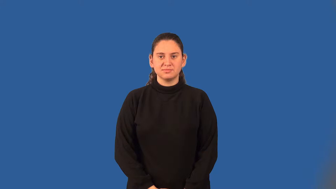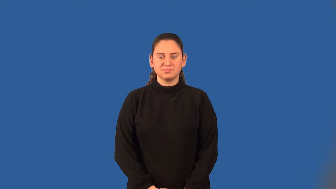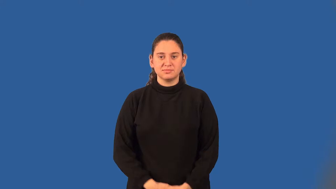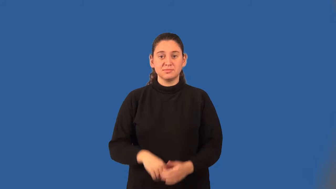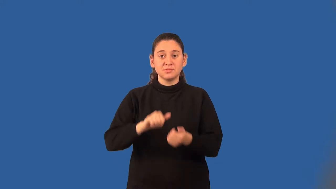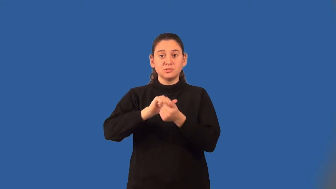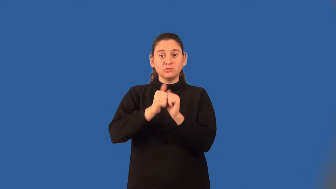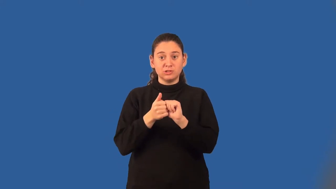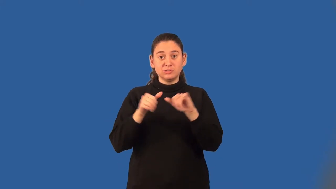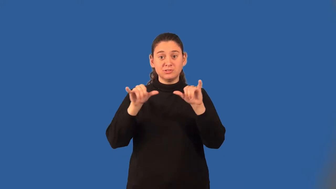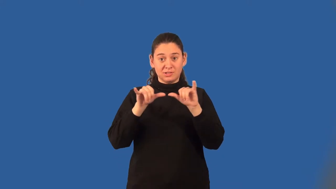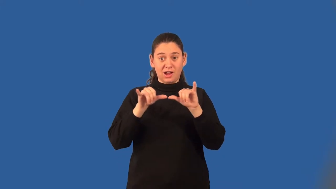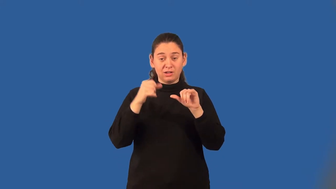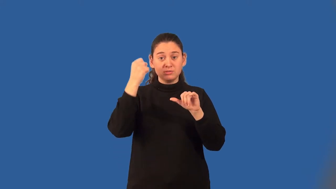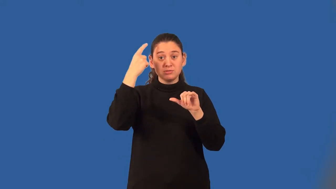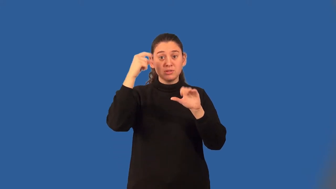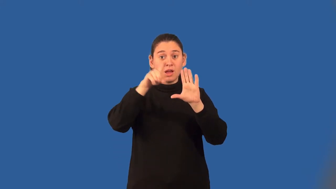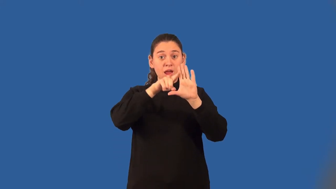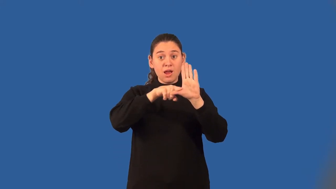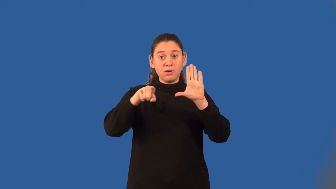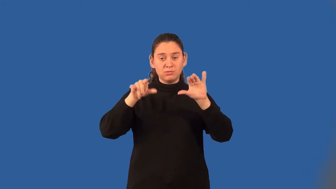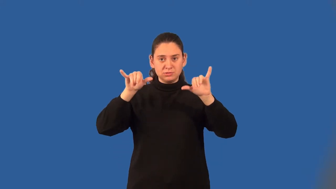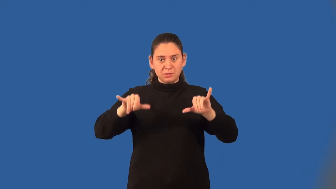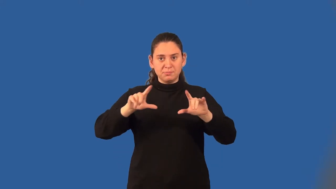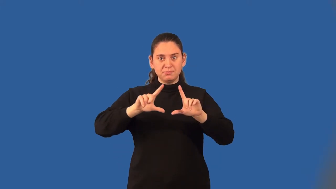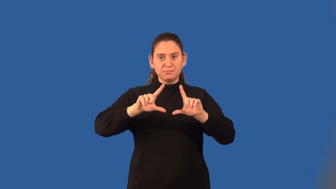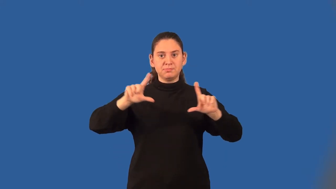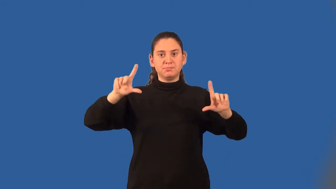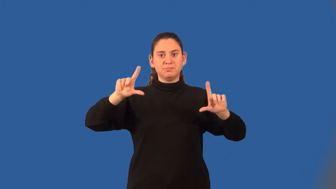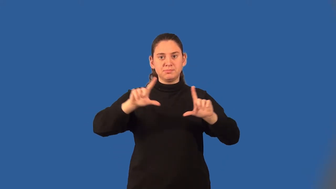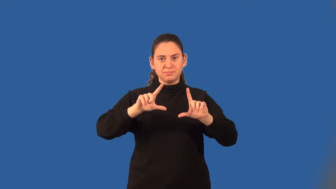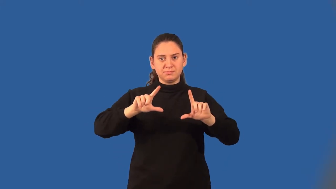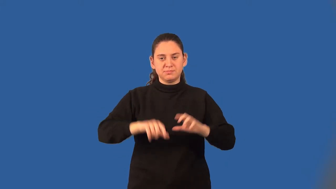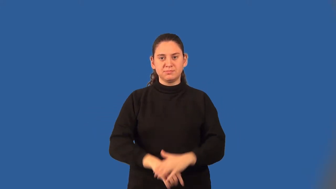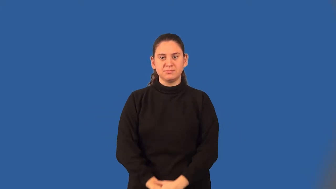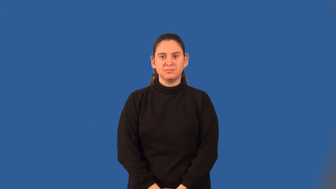congruence transformation